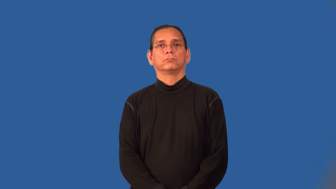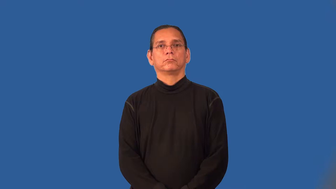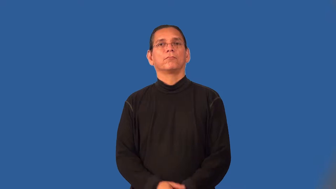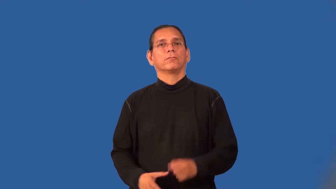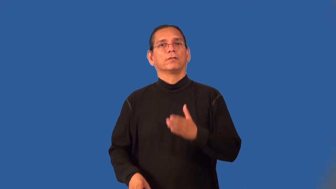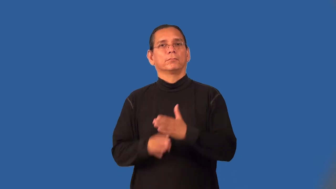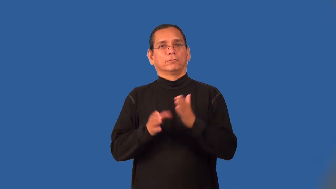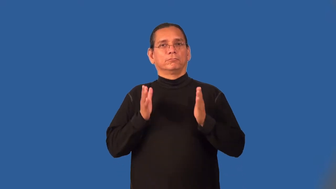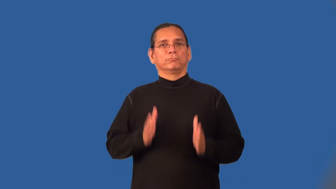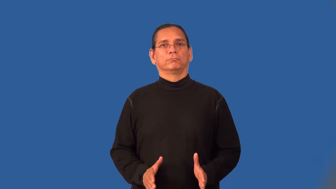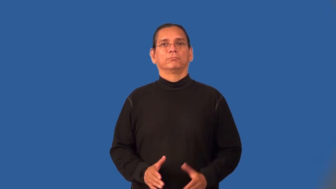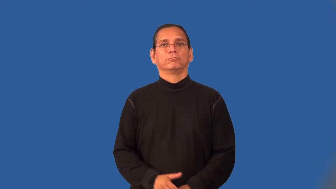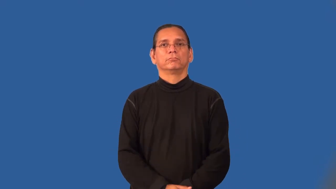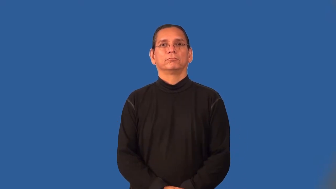punter